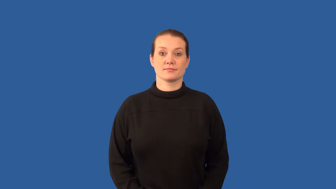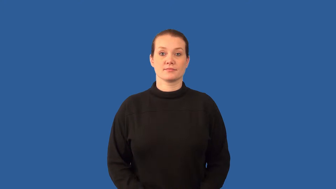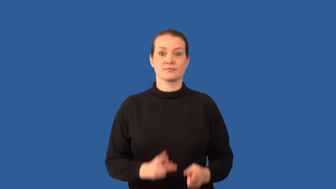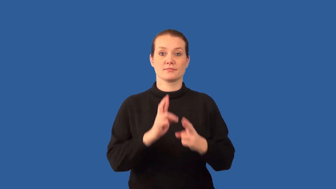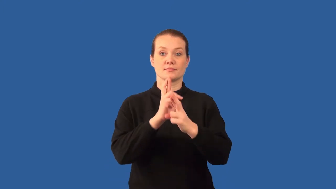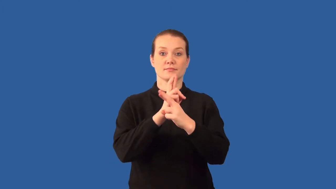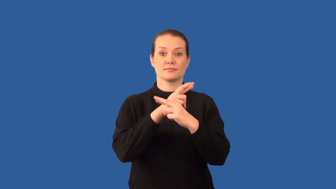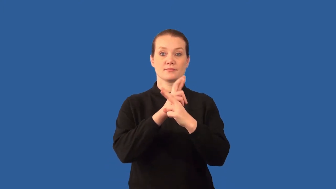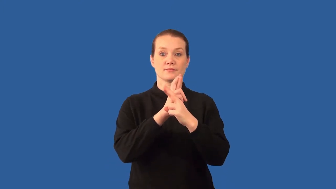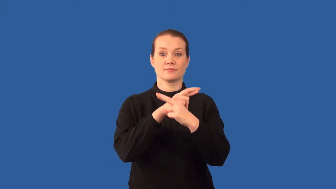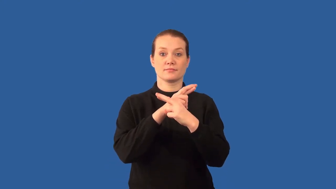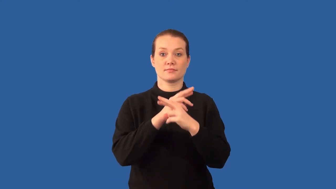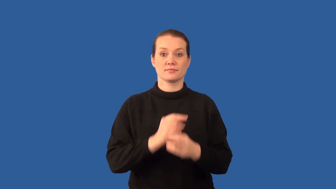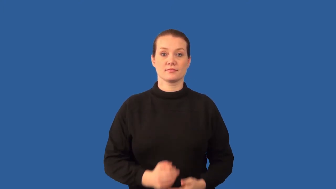react-chemical action